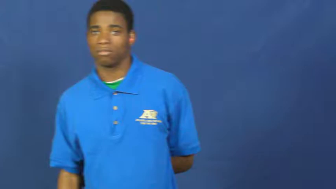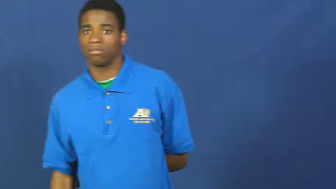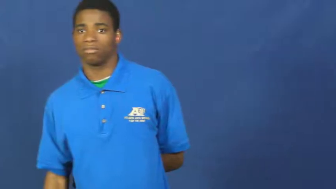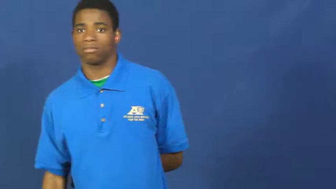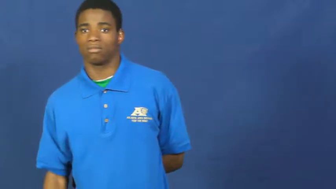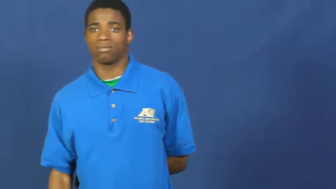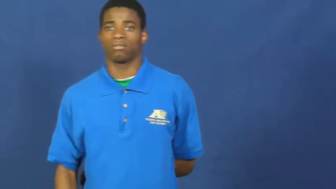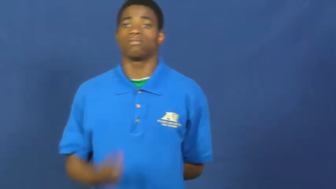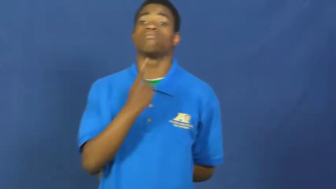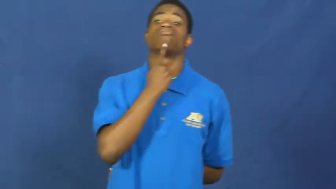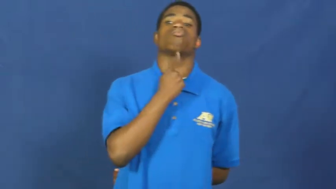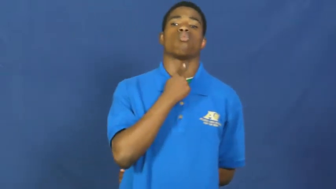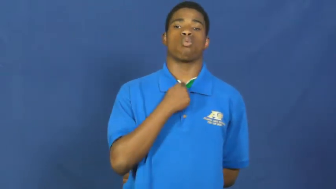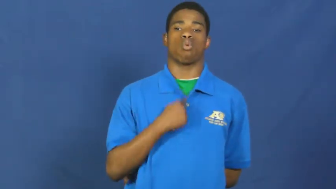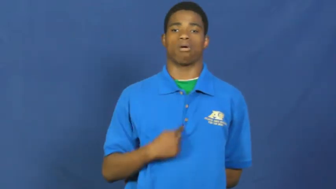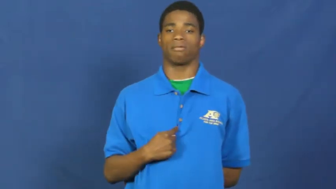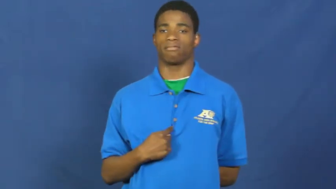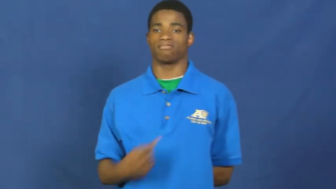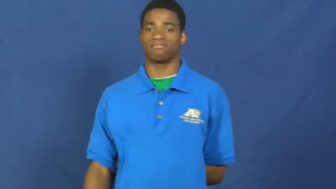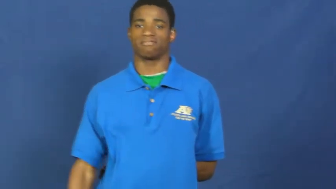swallow,swallow up